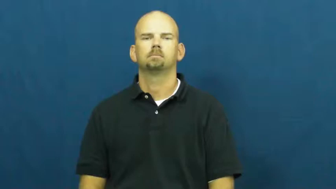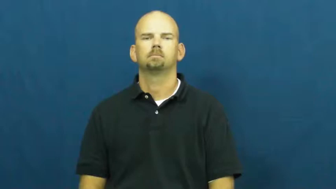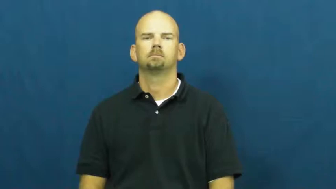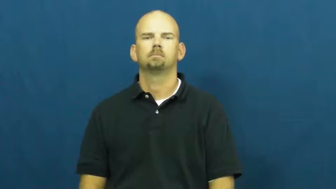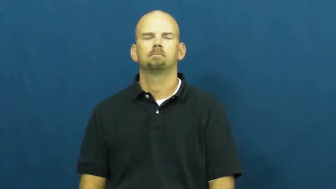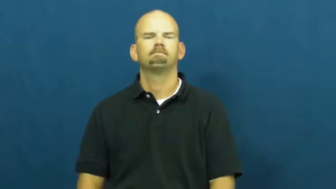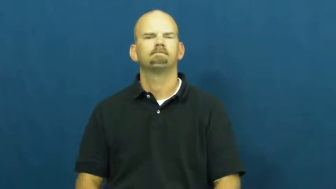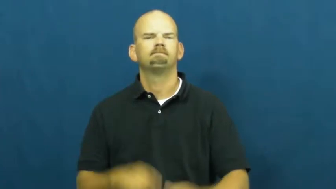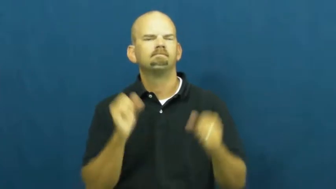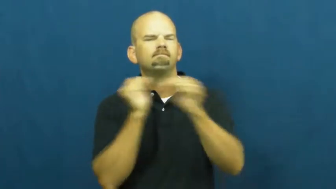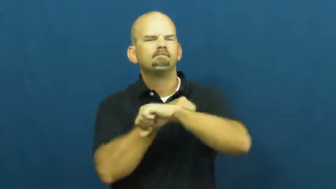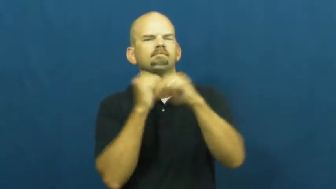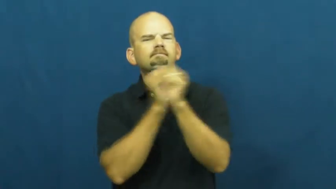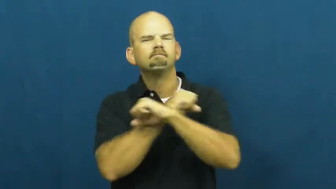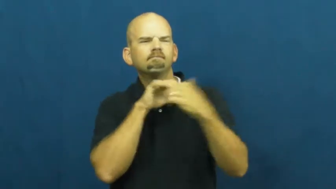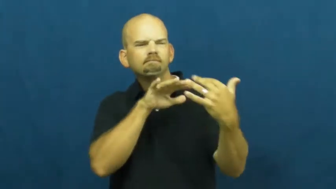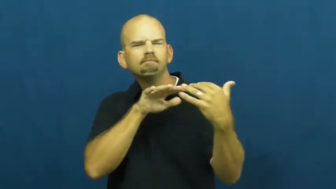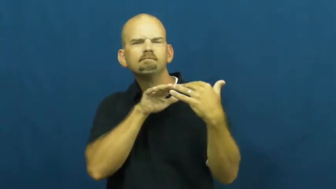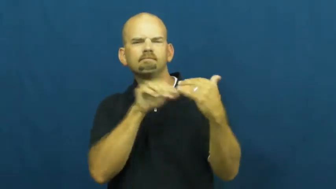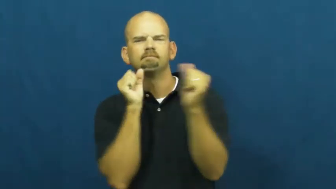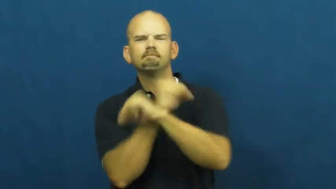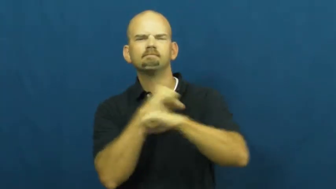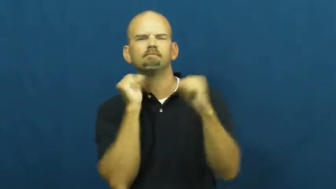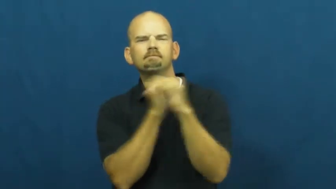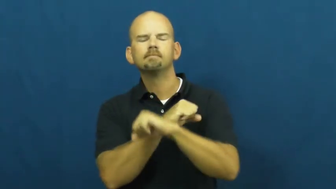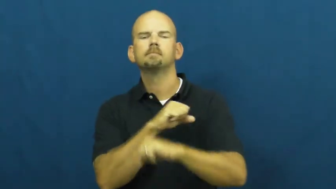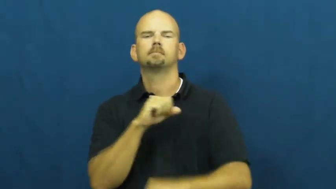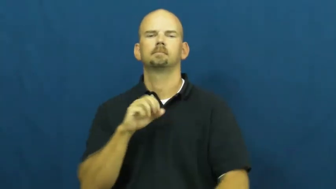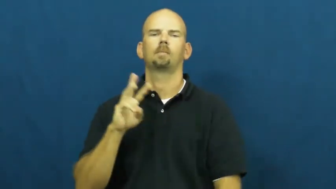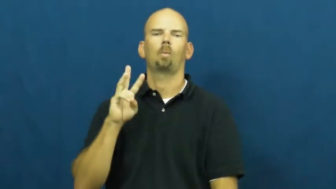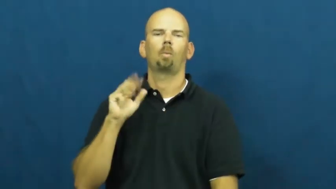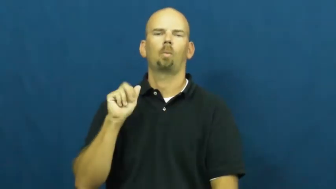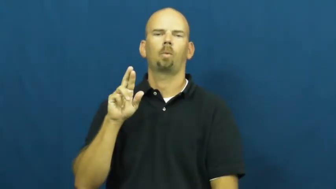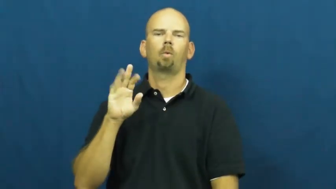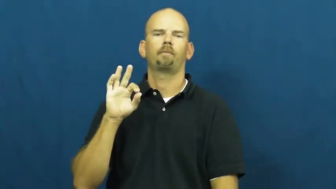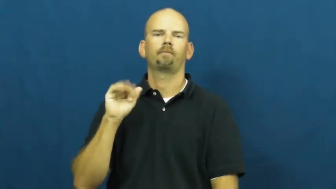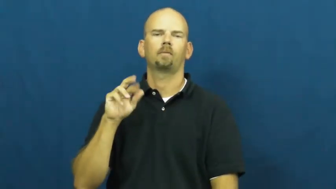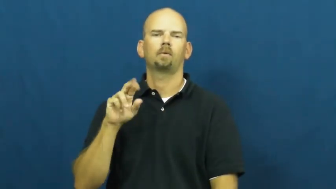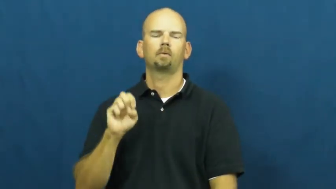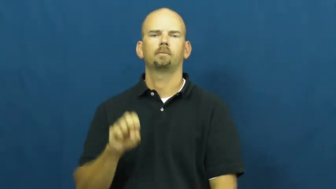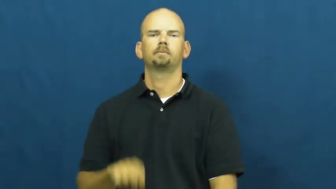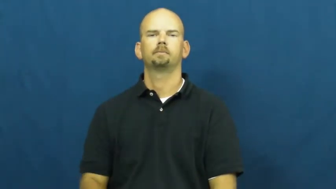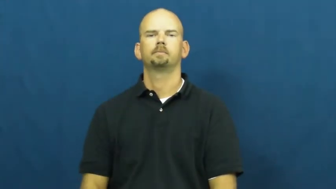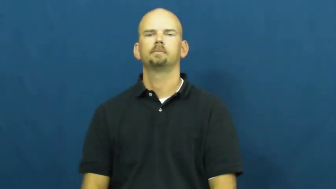warfare